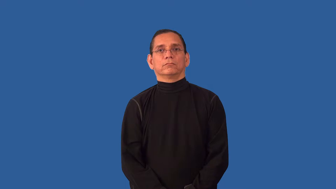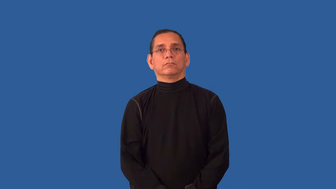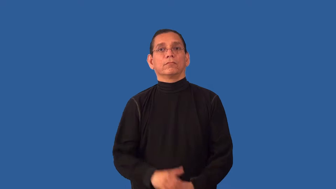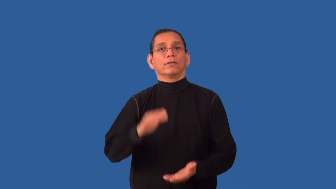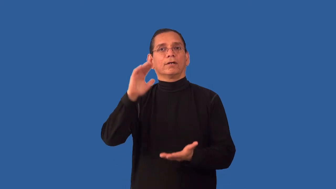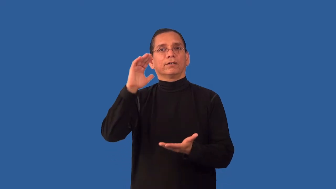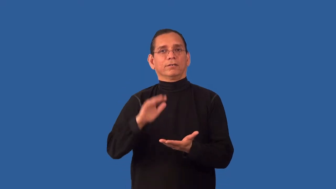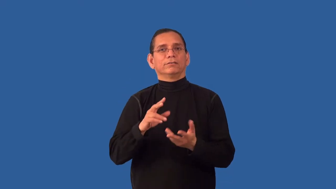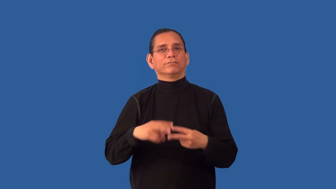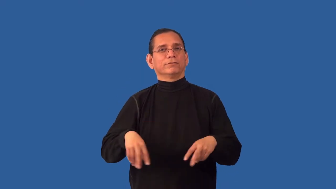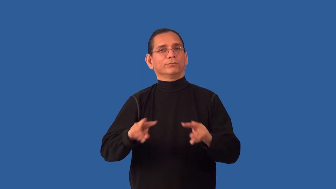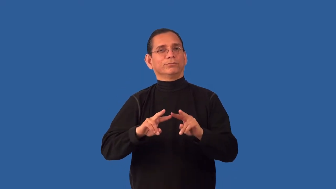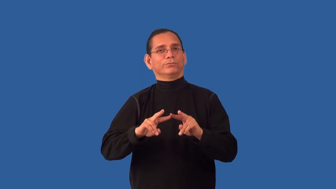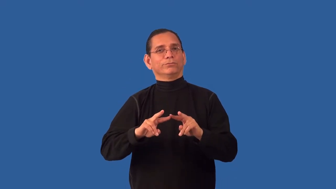devalue,undervalue,misprize